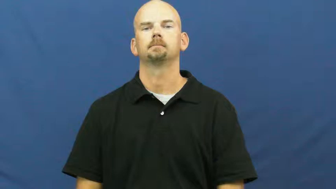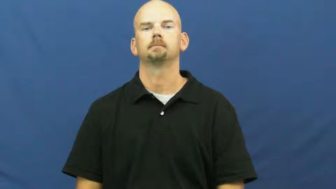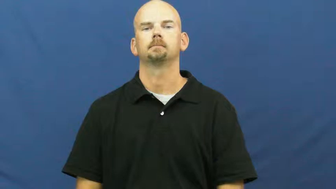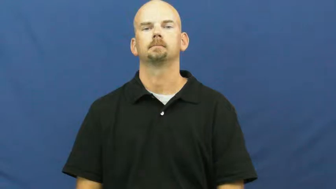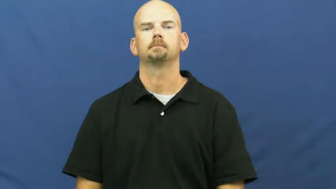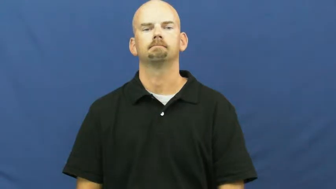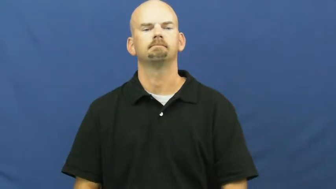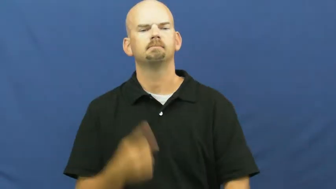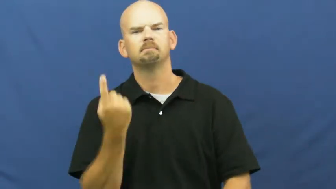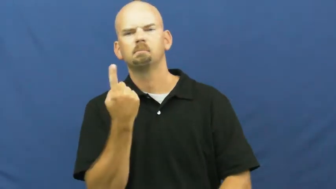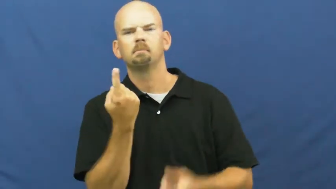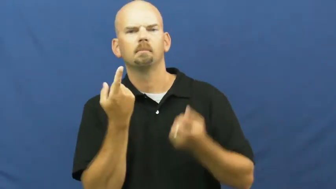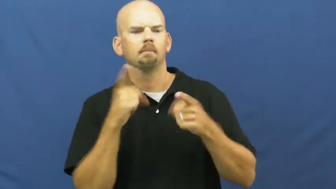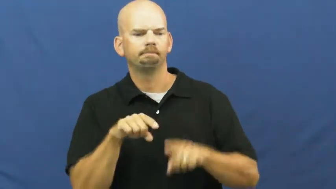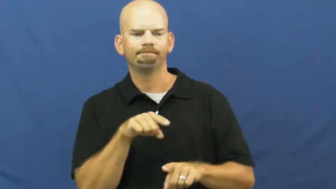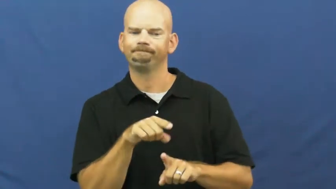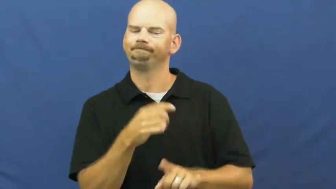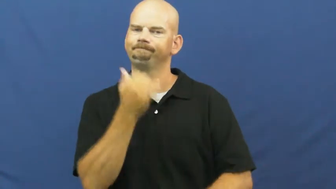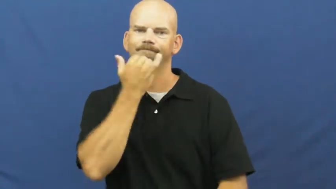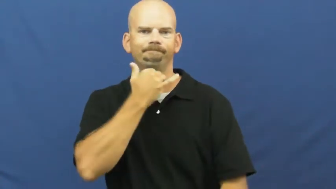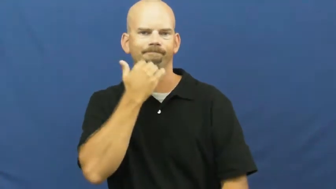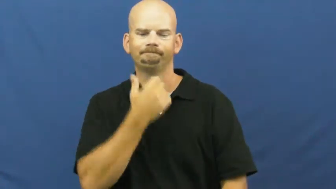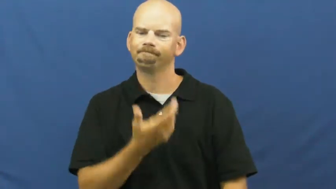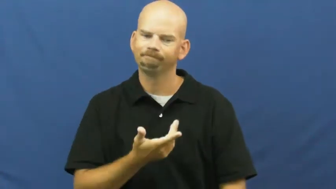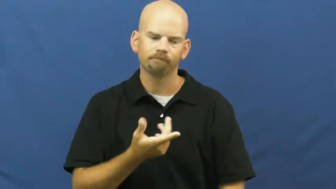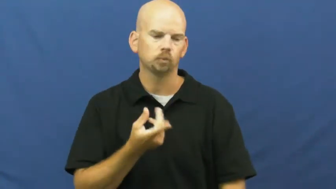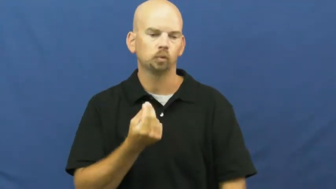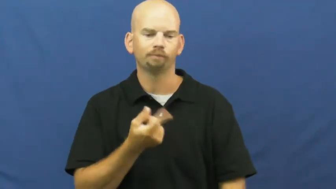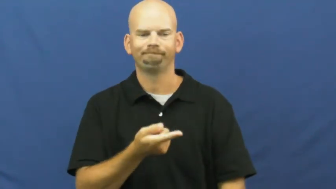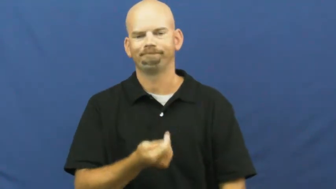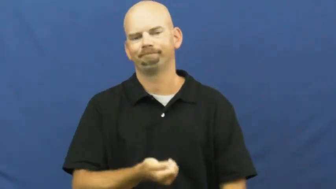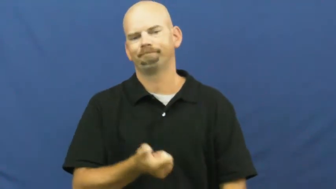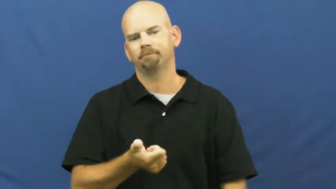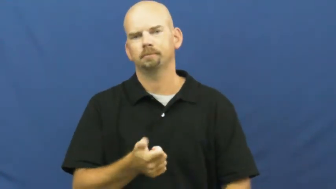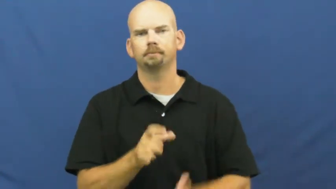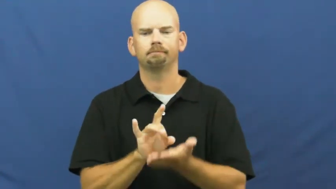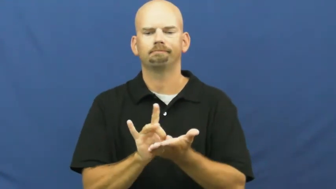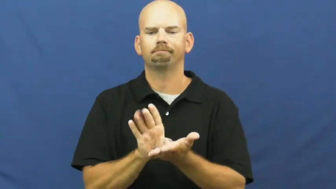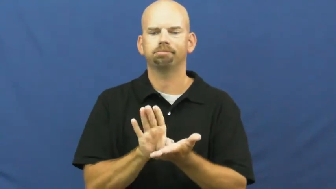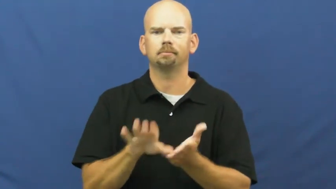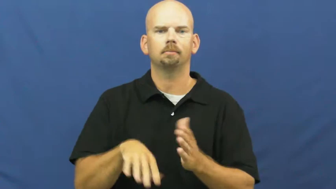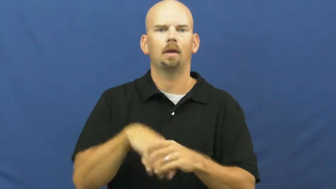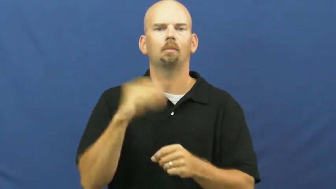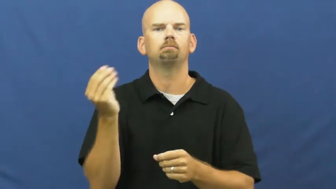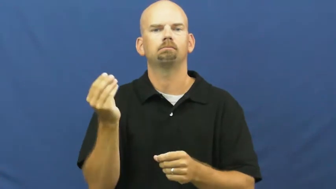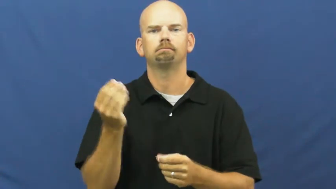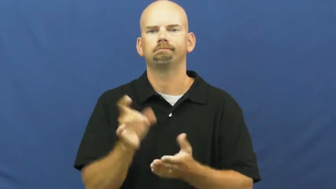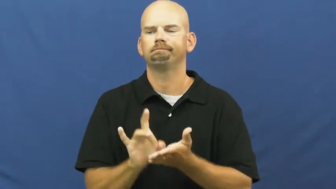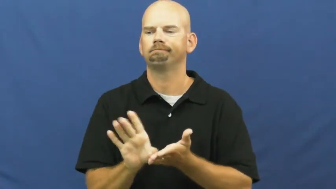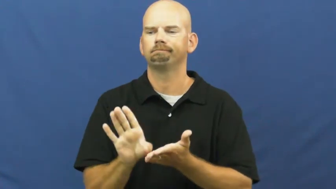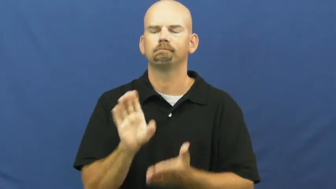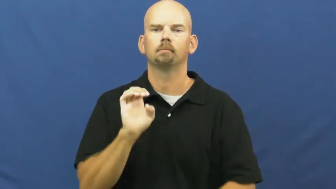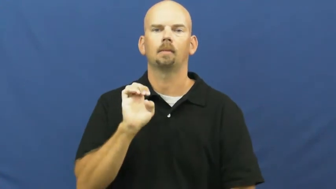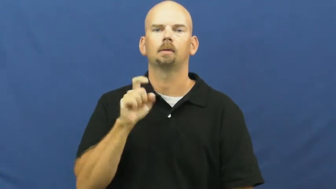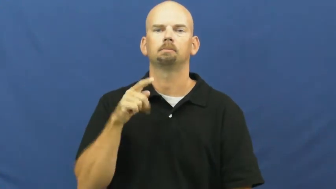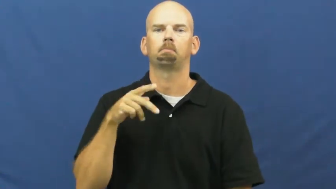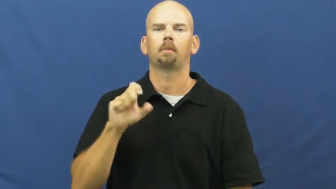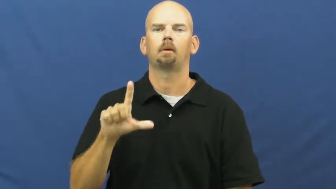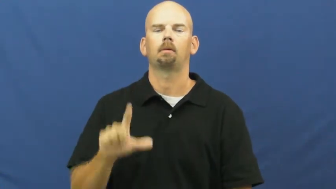kick out,boot-expel